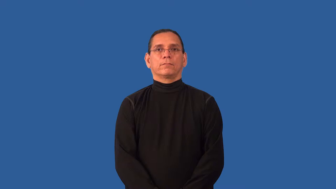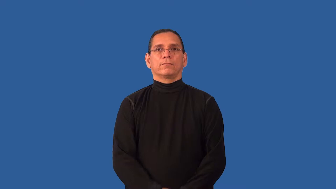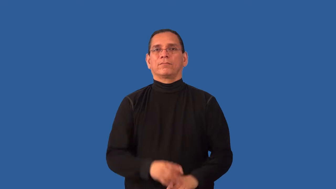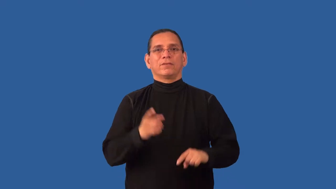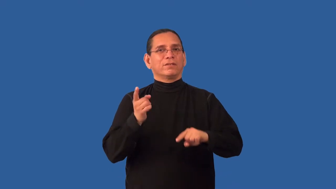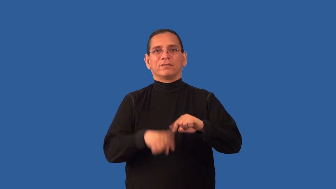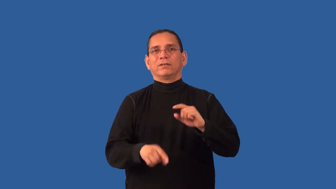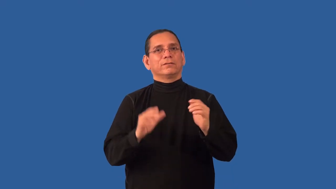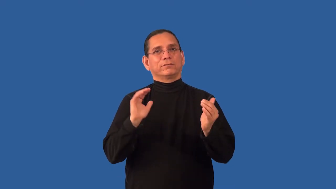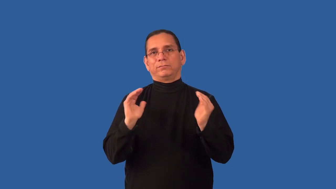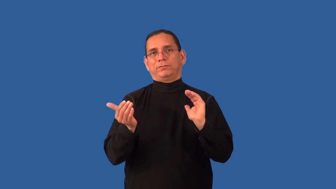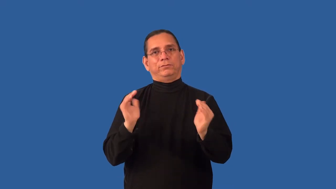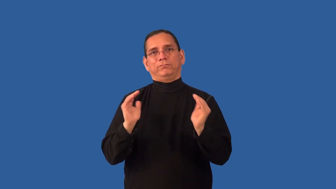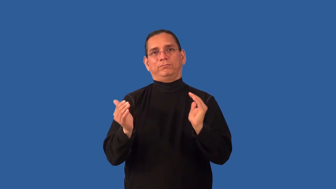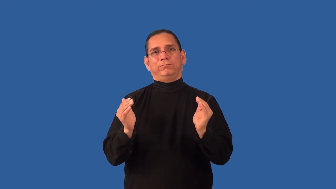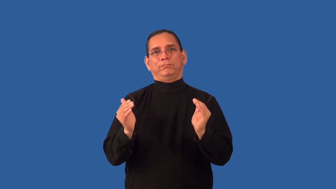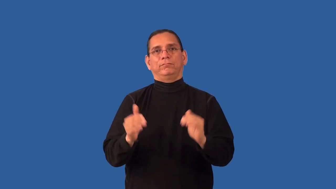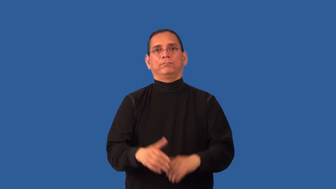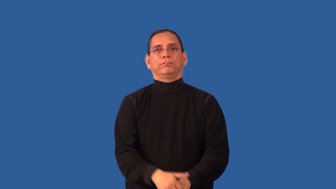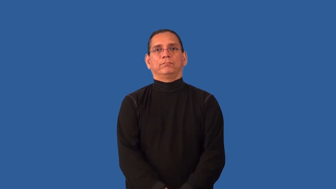incomparable,matchless